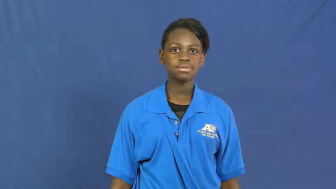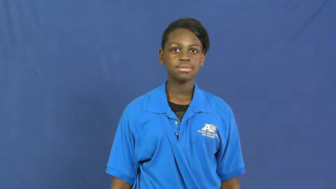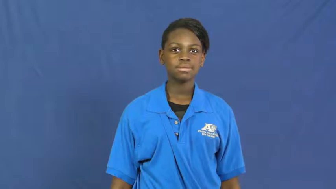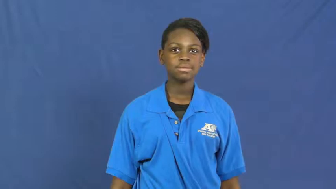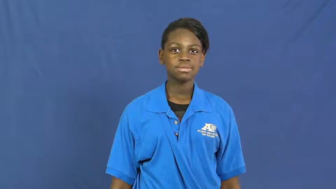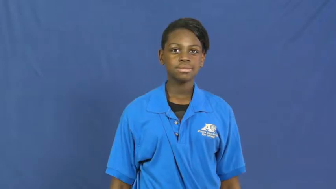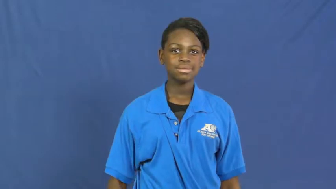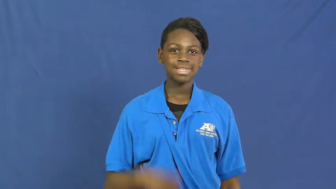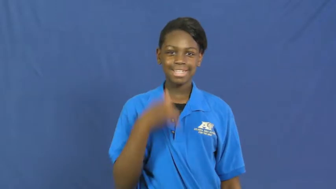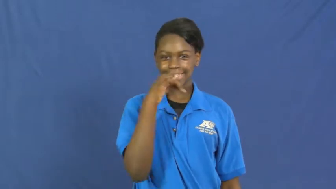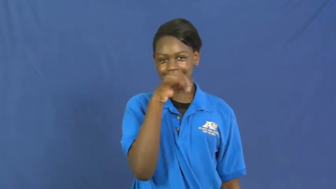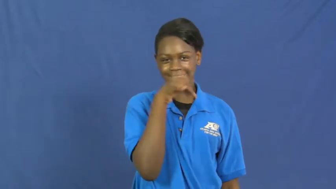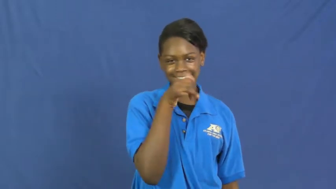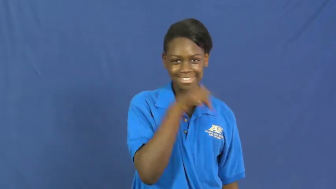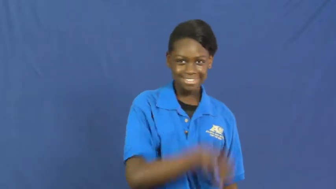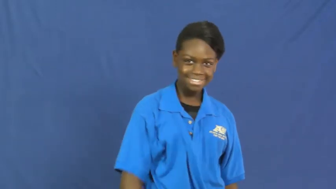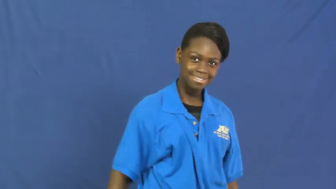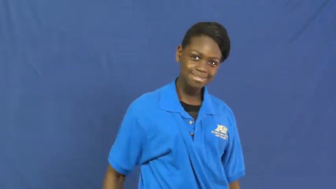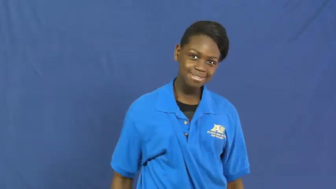silly,goofy,kooky,barmy,jokey,levity,risibility